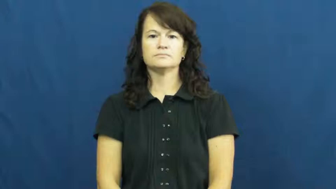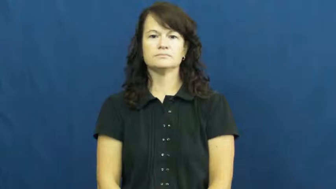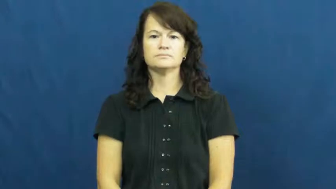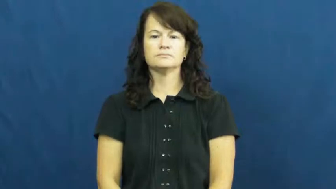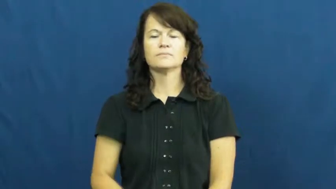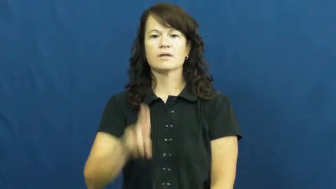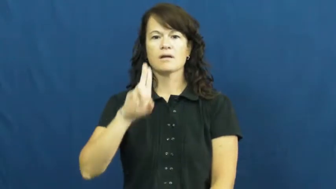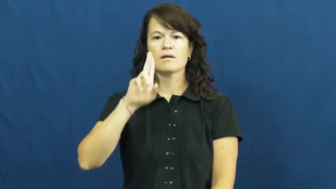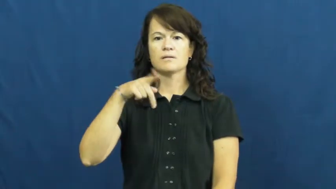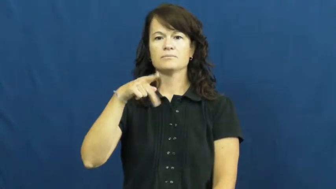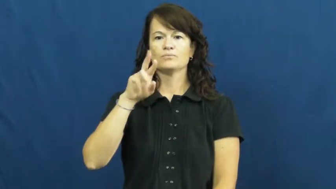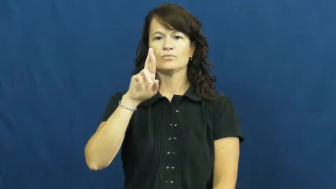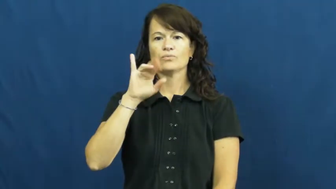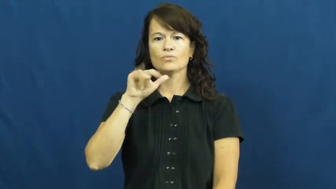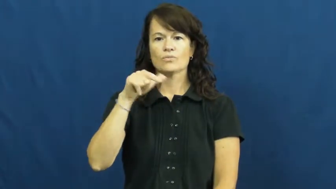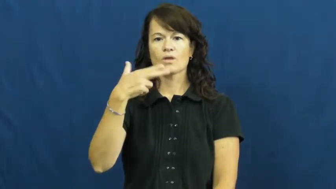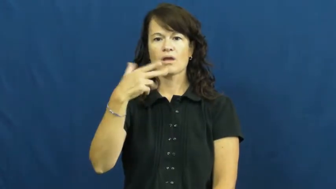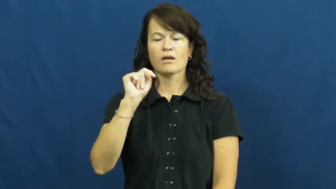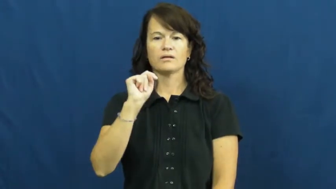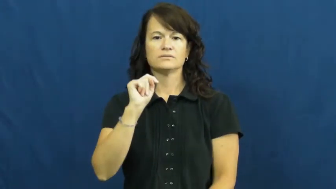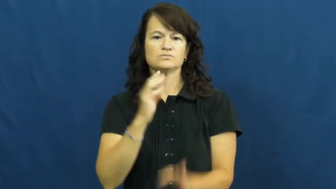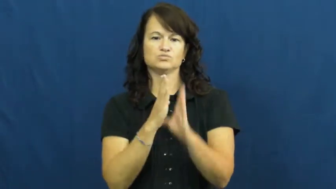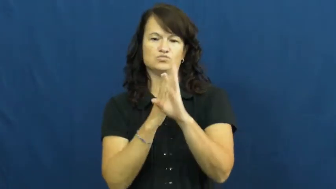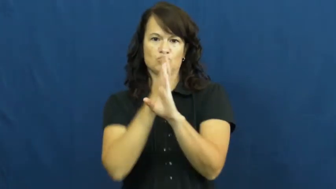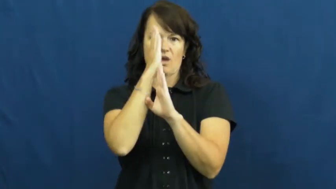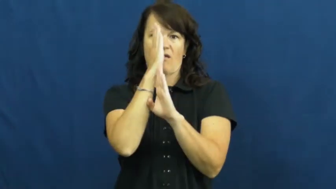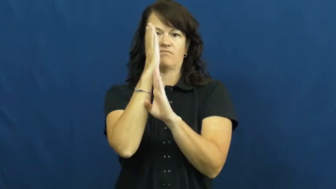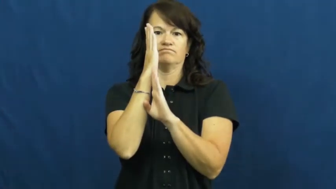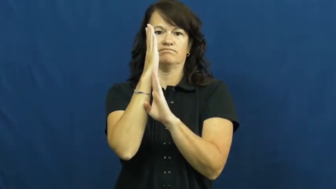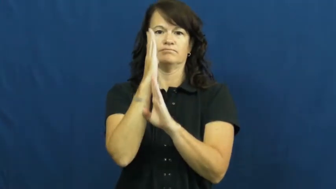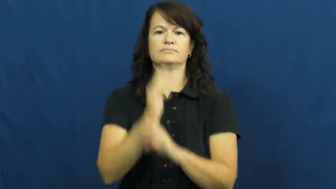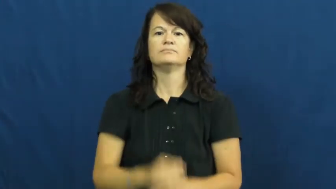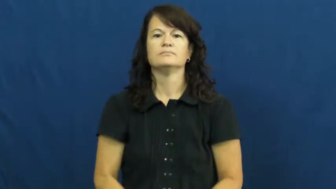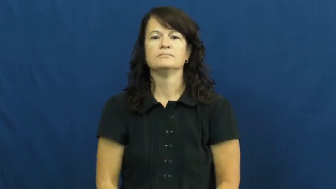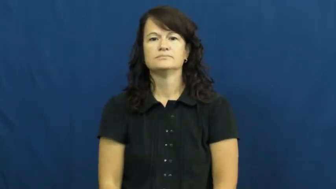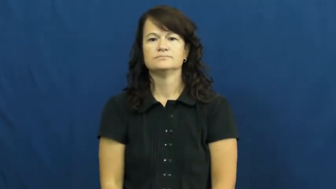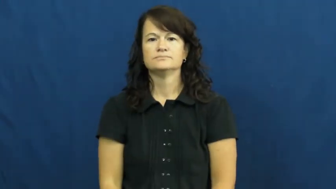upright